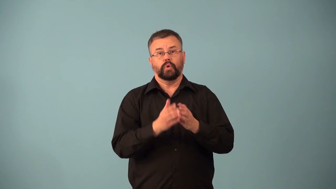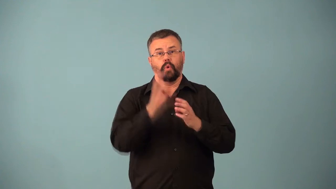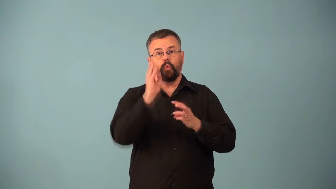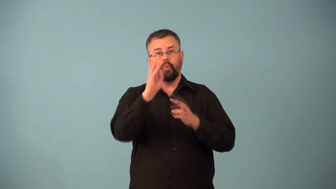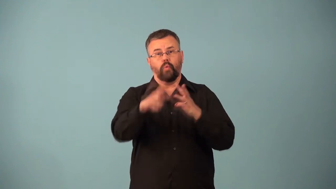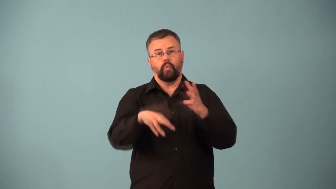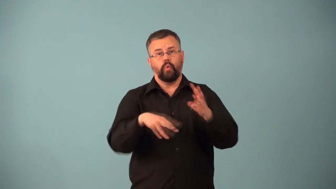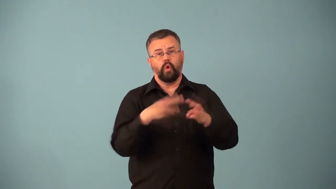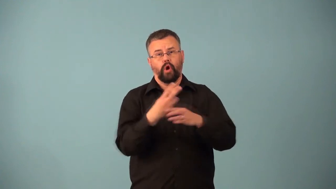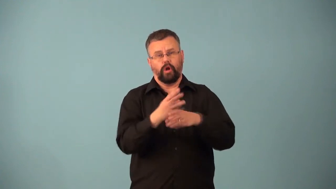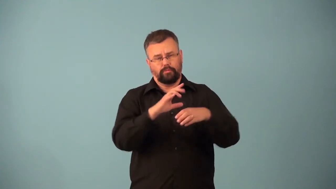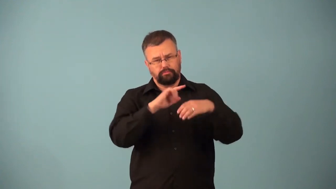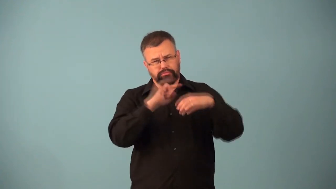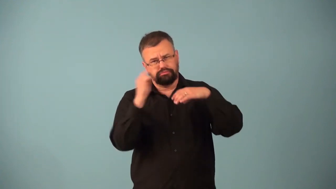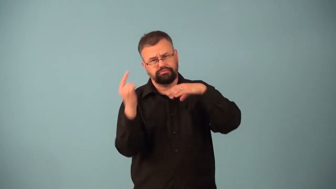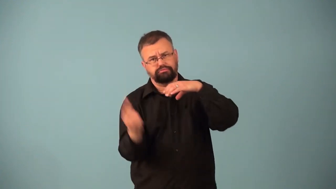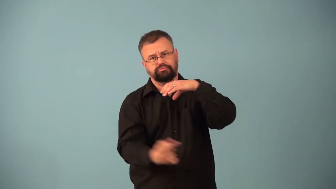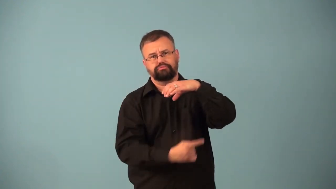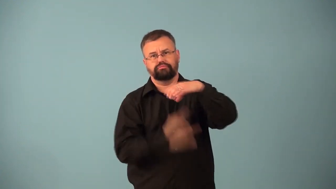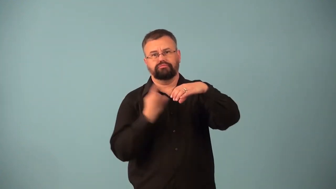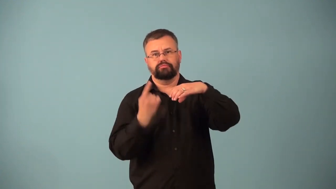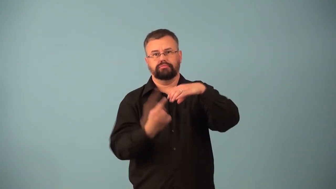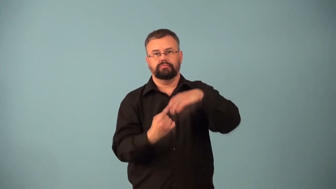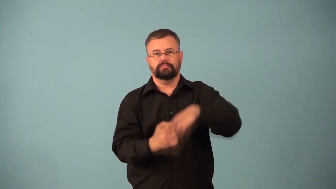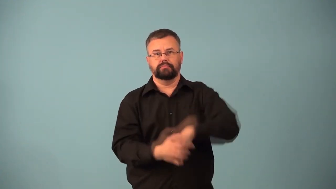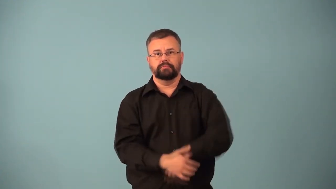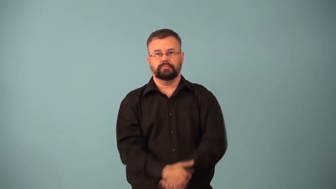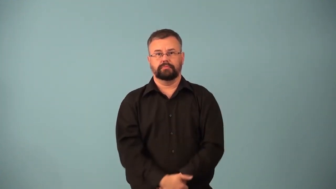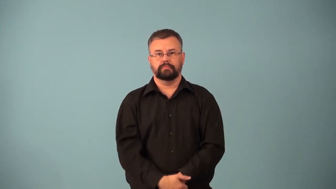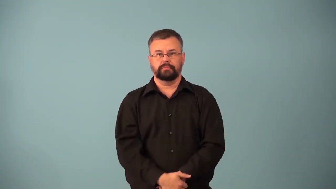circumnavigate